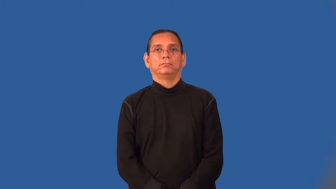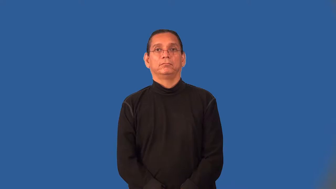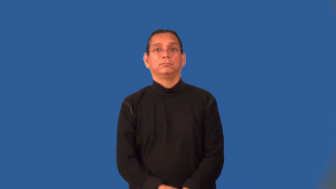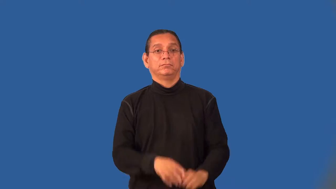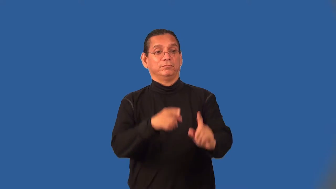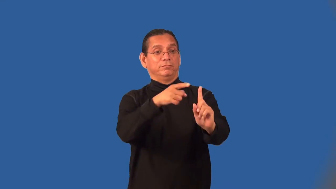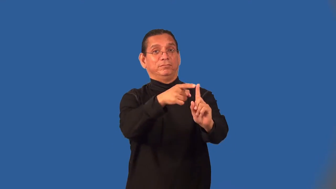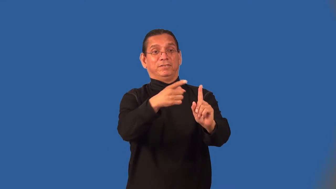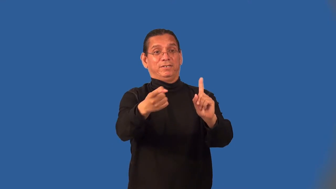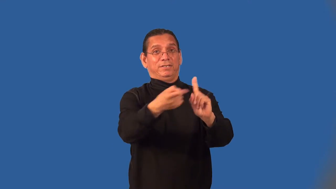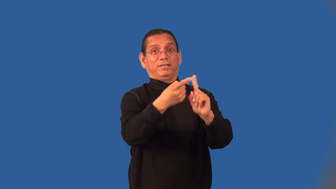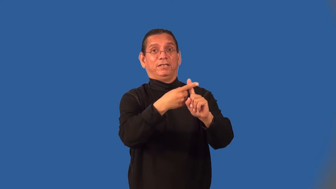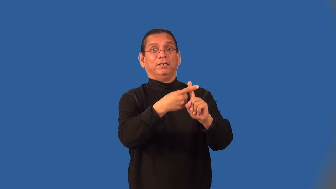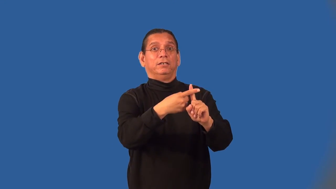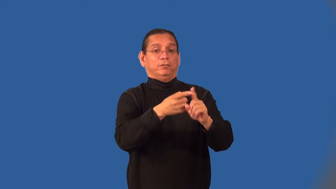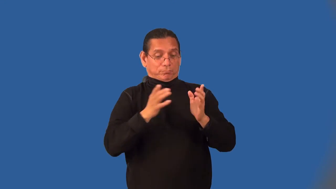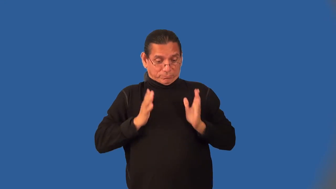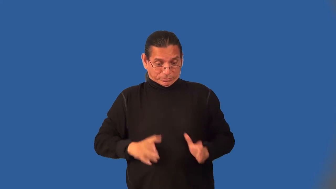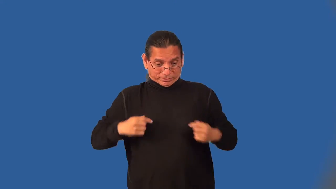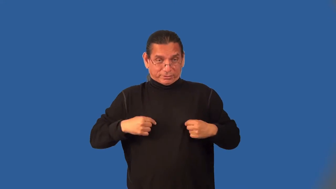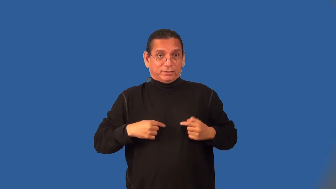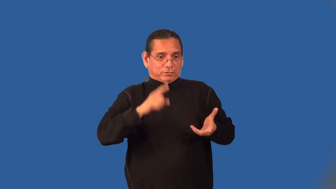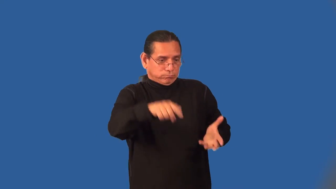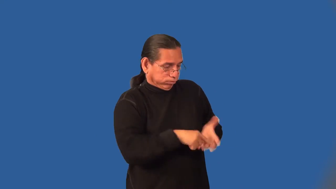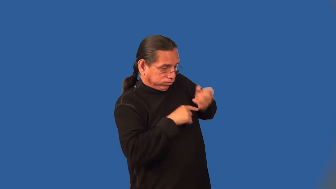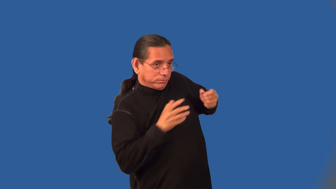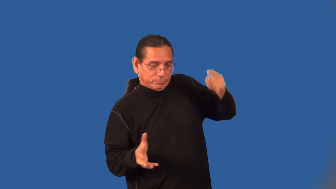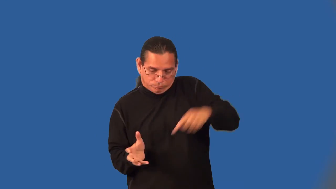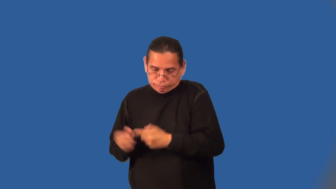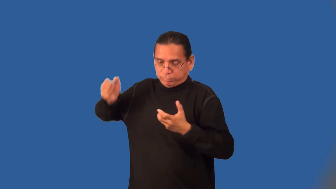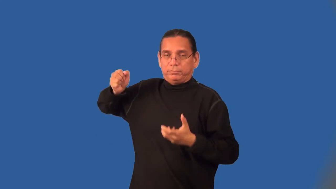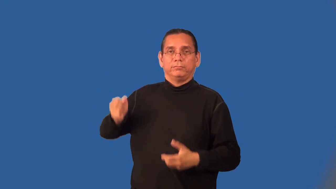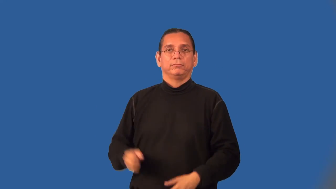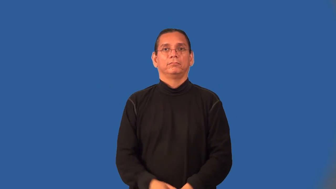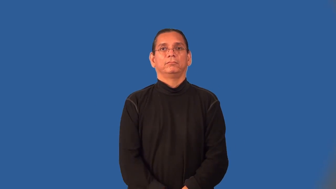fielder